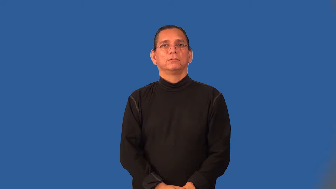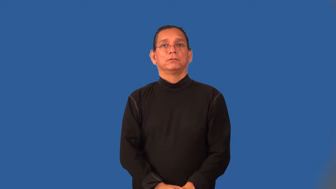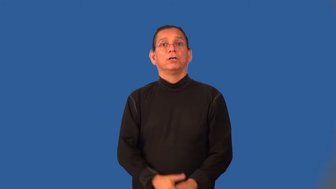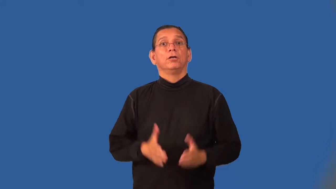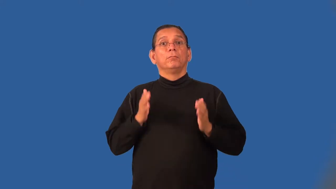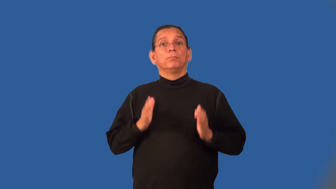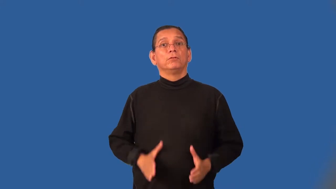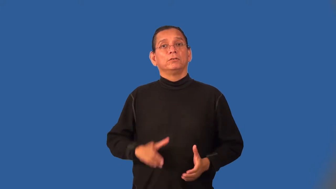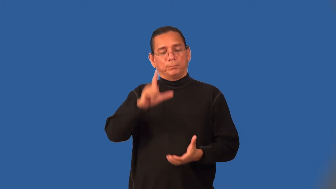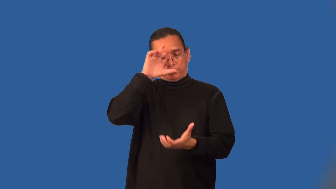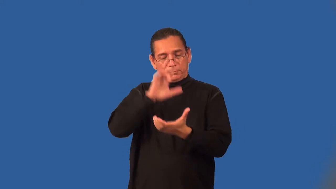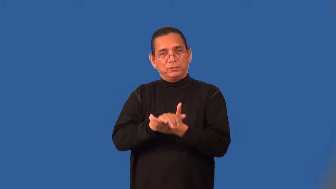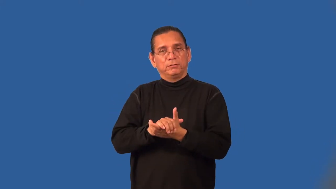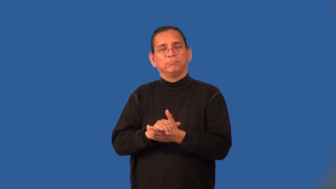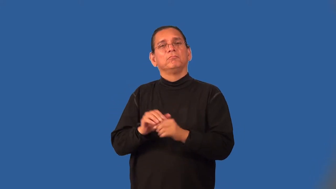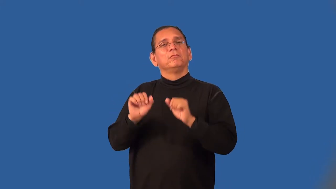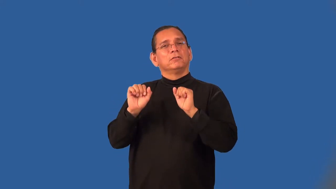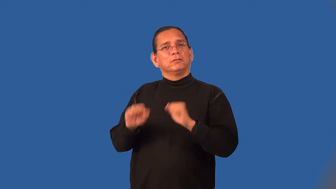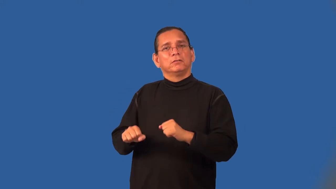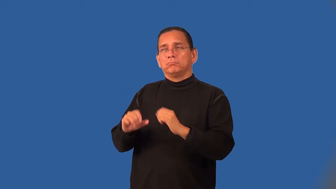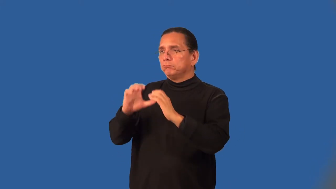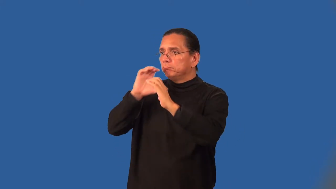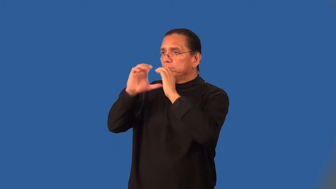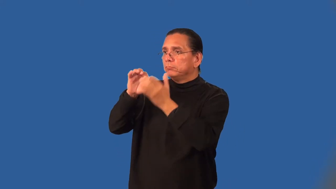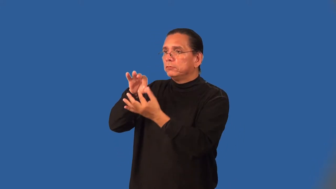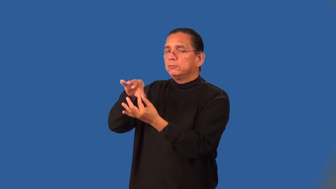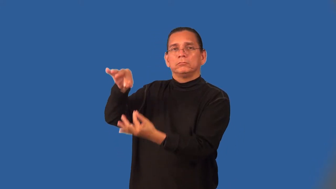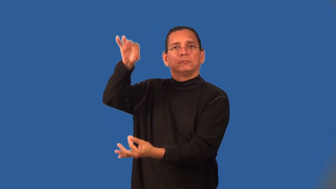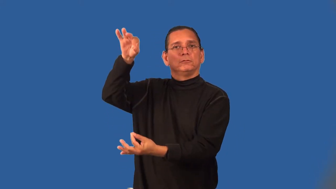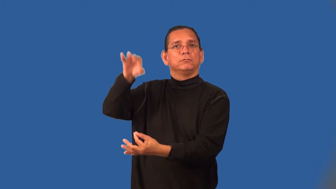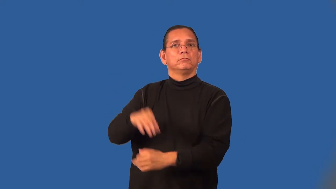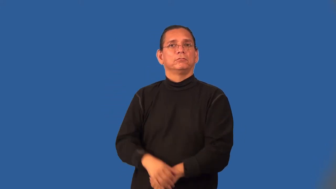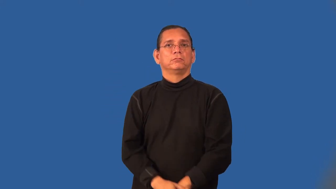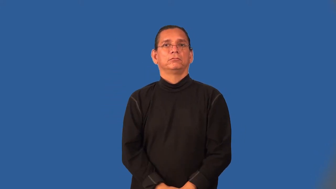spiritualist